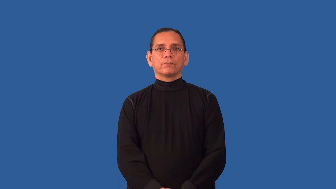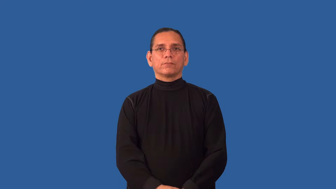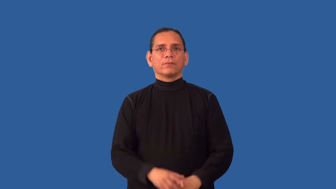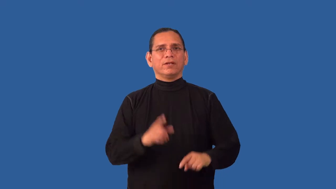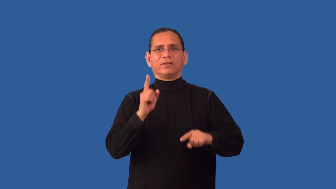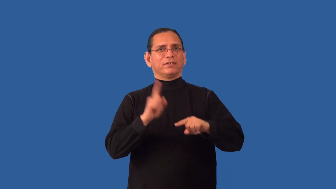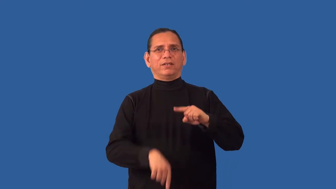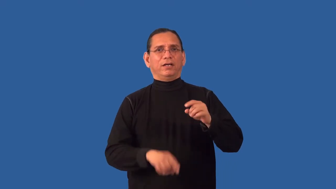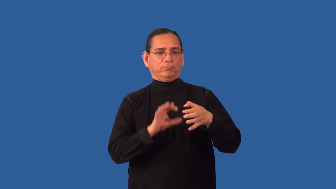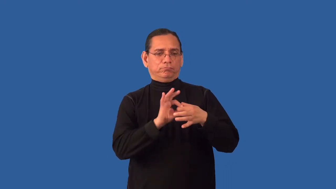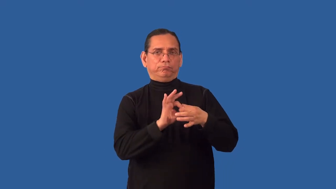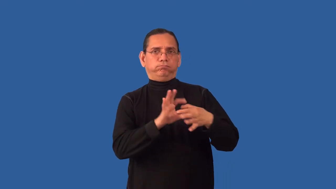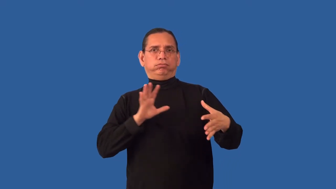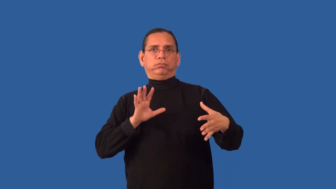inextricable